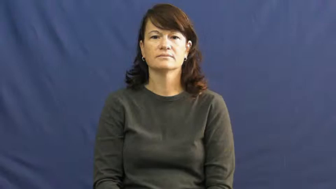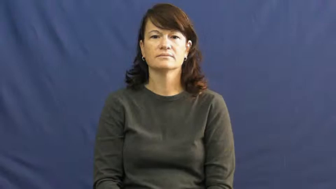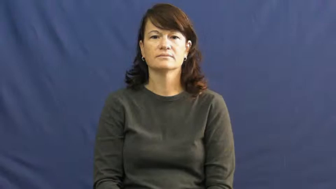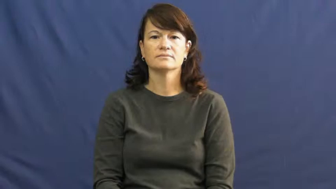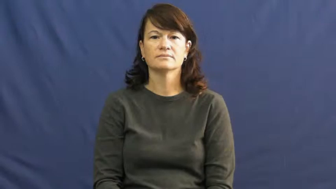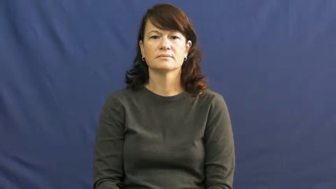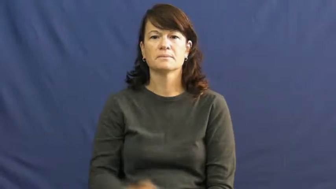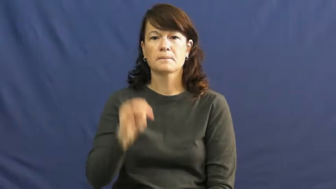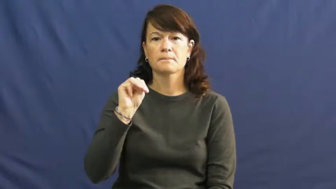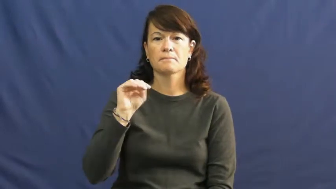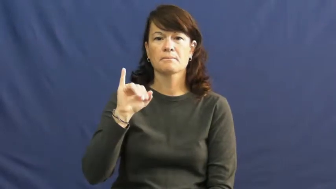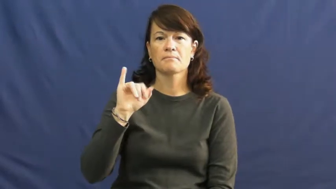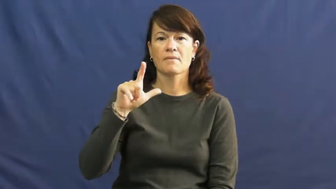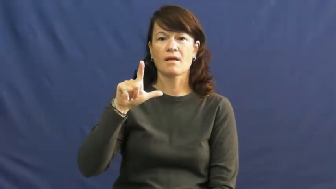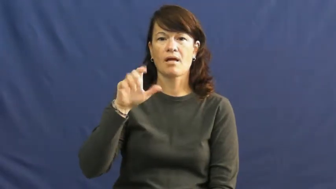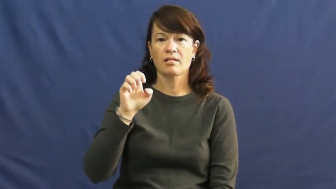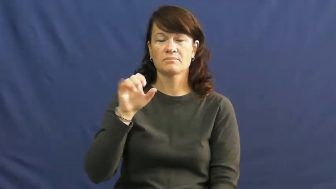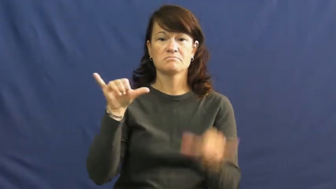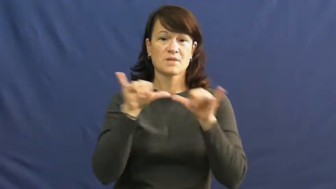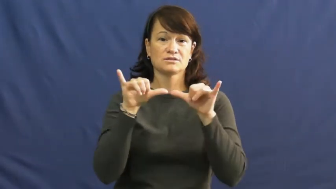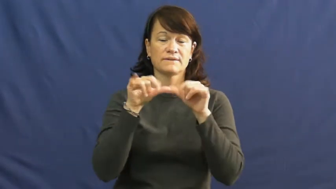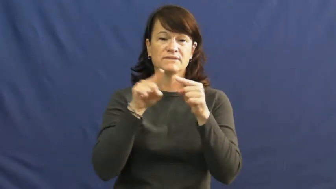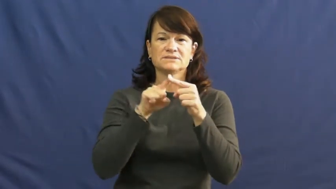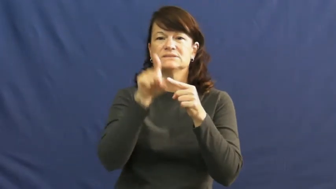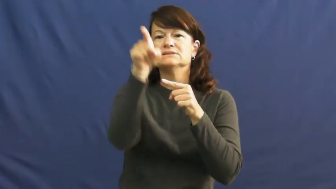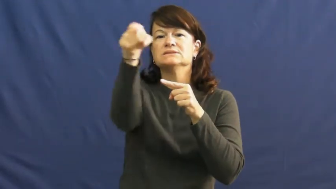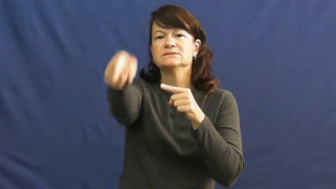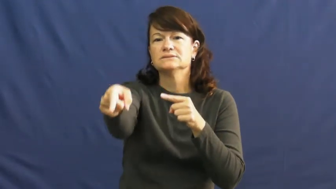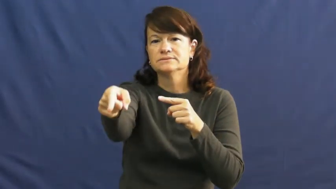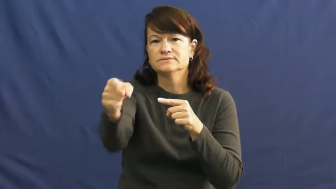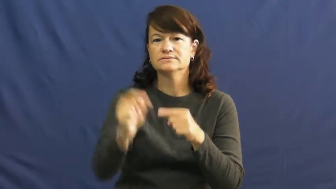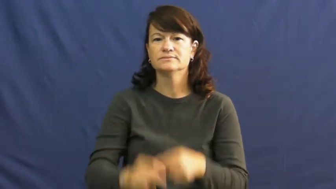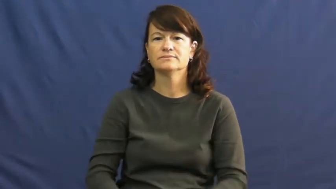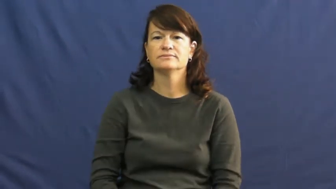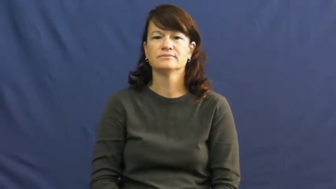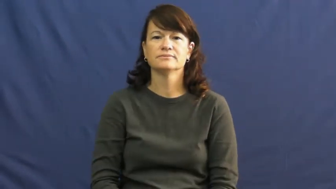mile